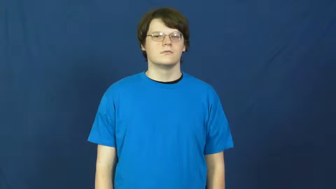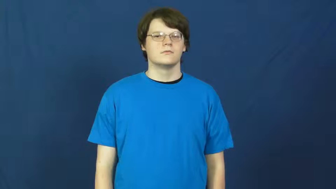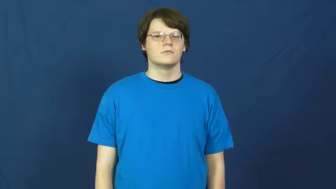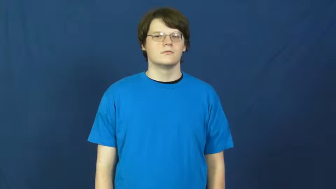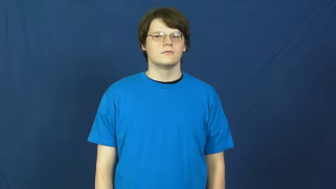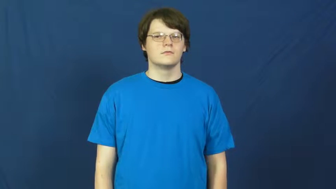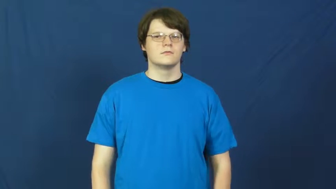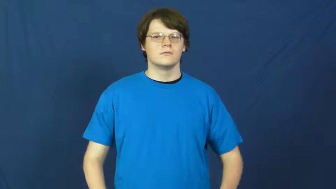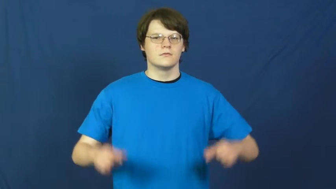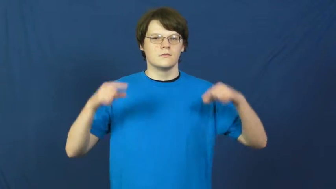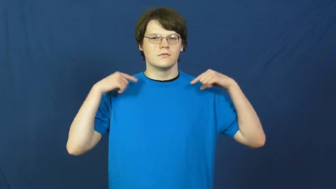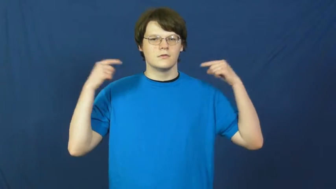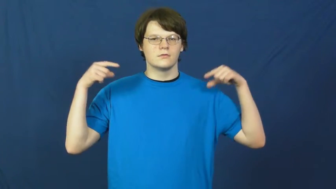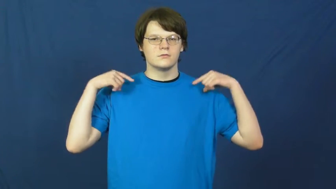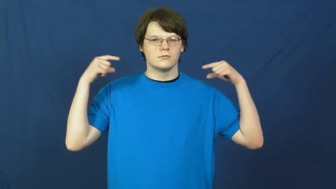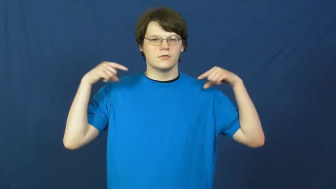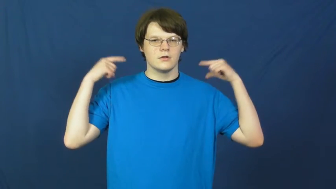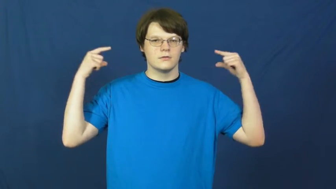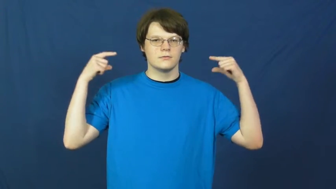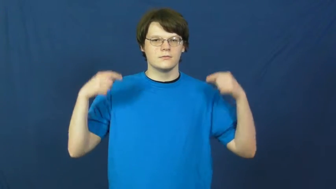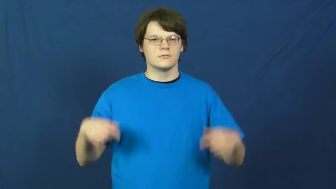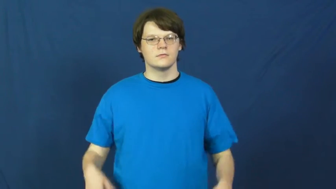gym